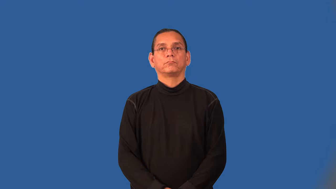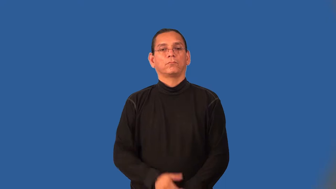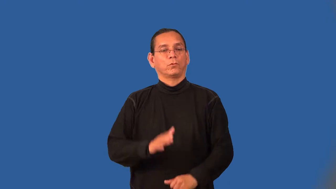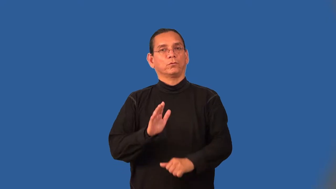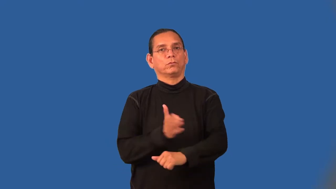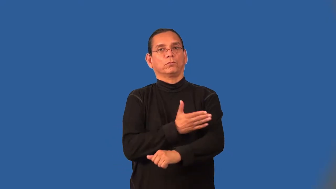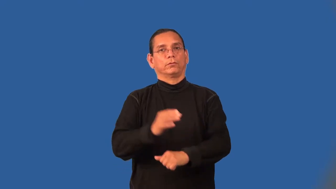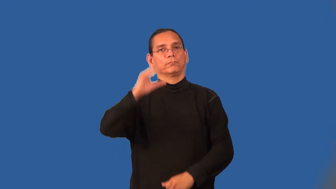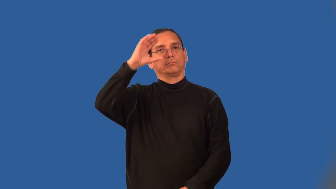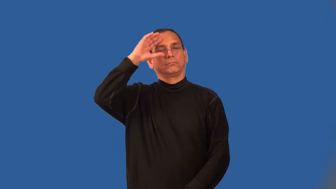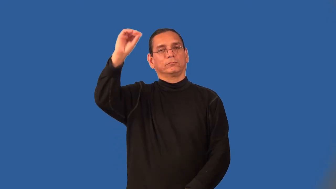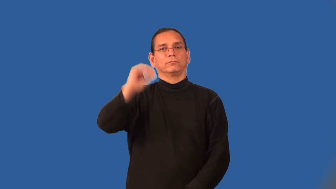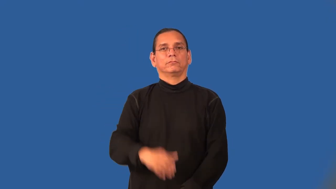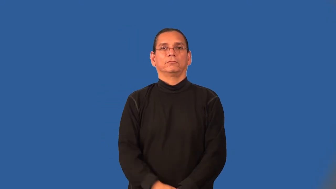choirboy